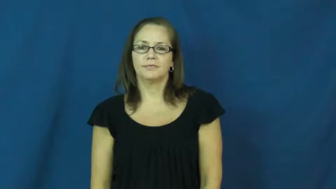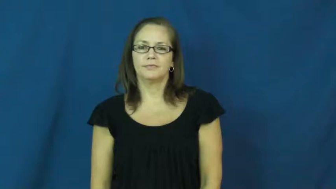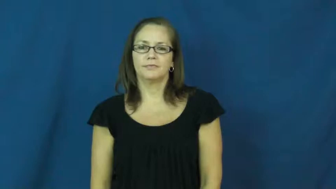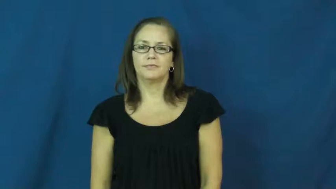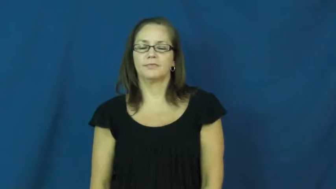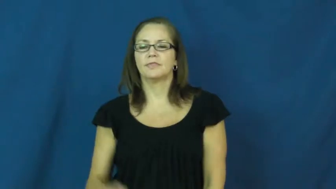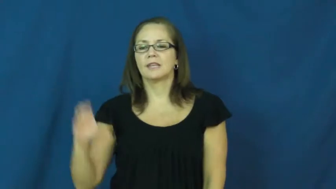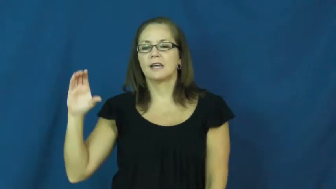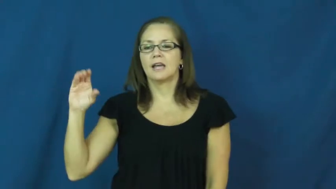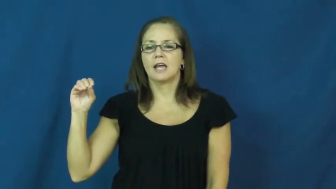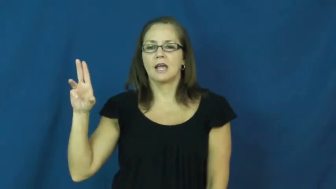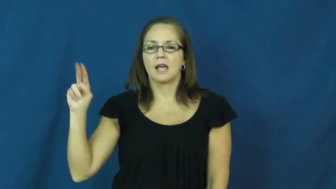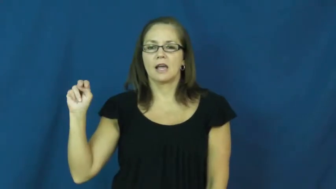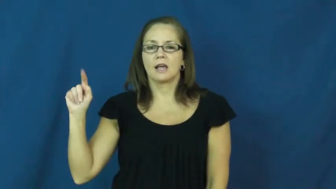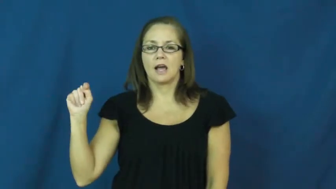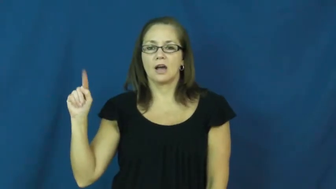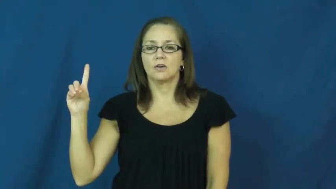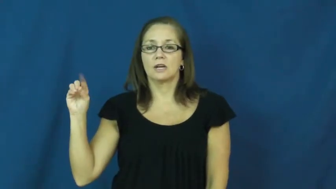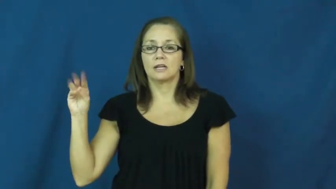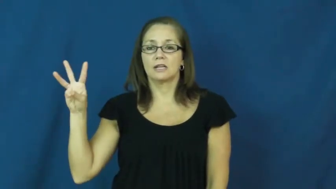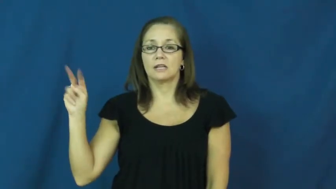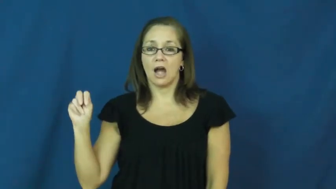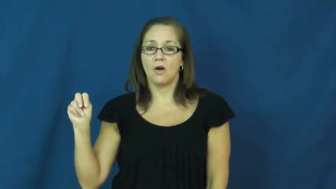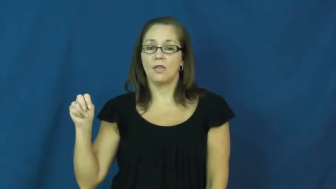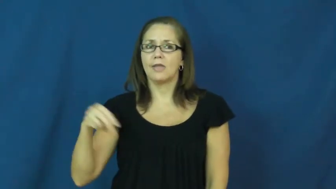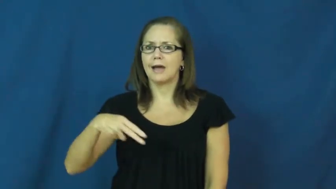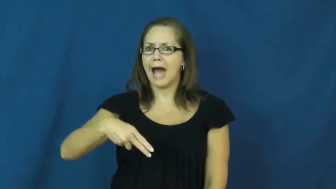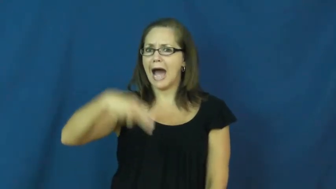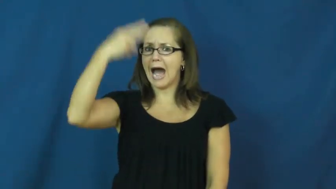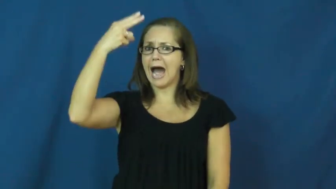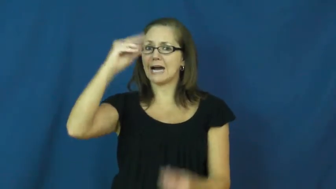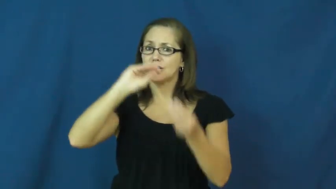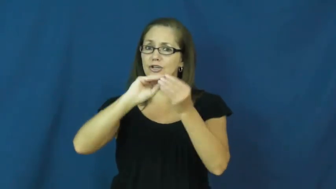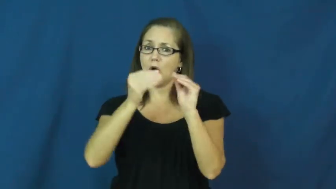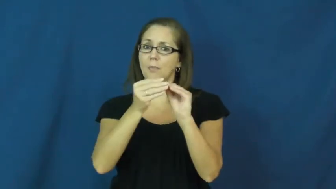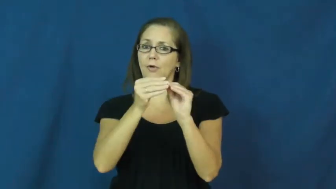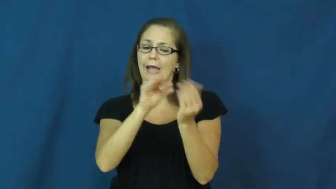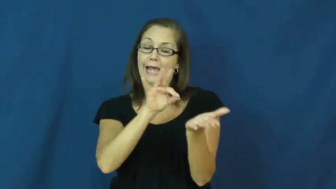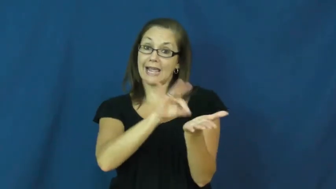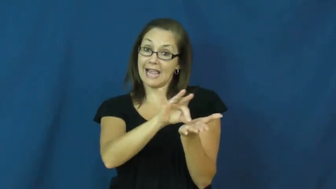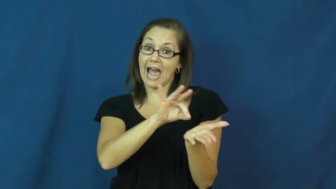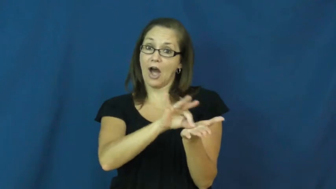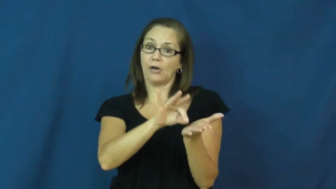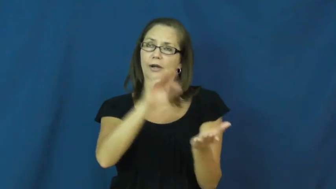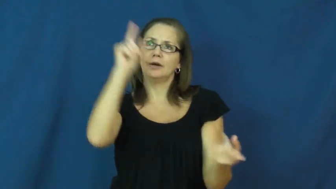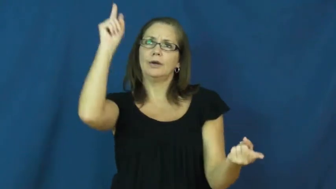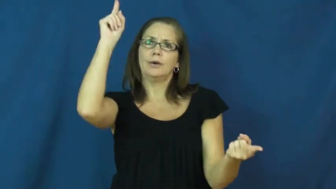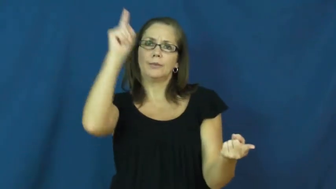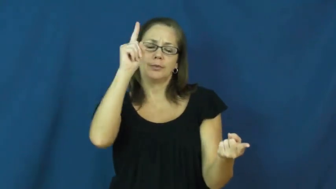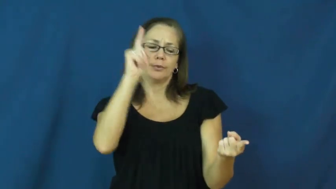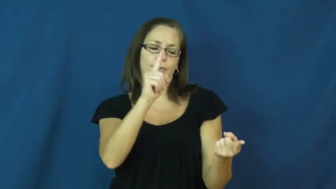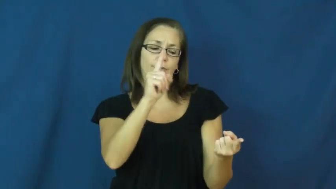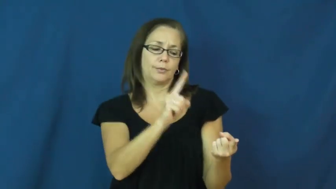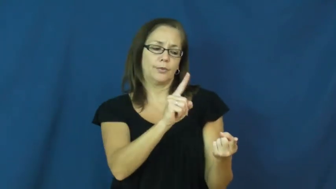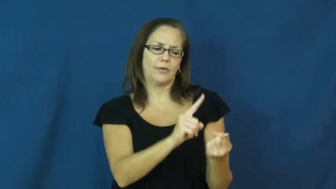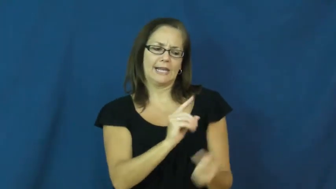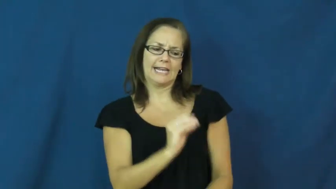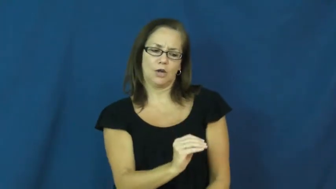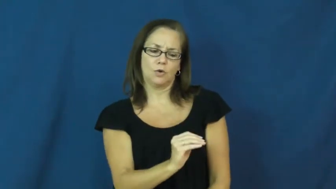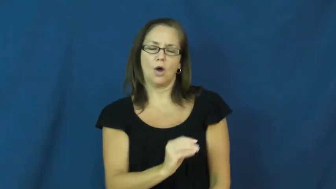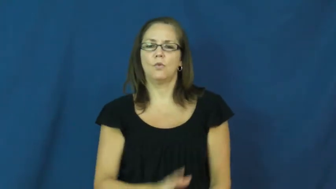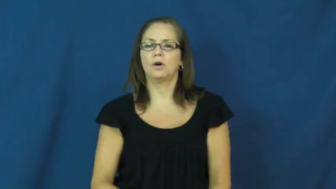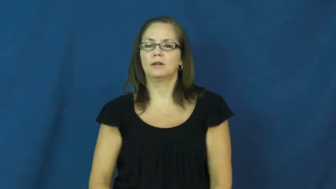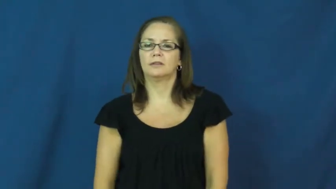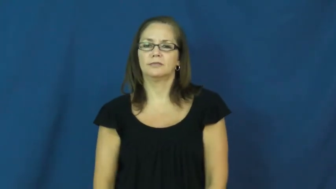countdown,count down